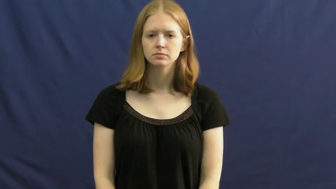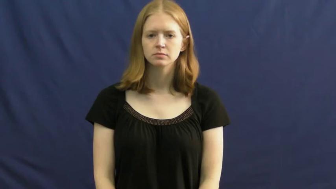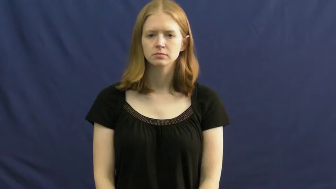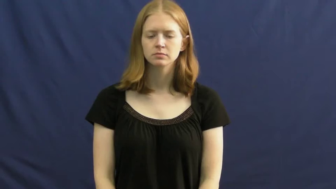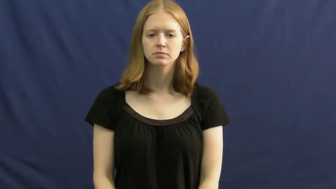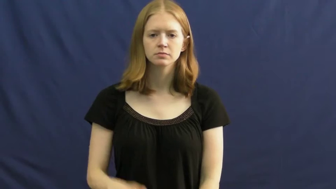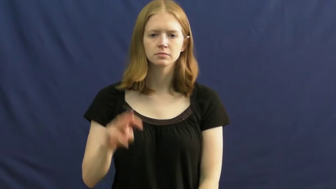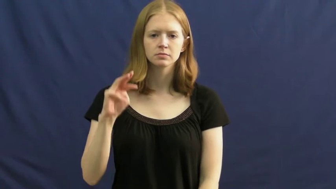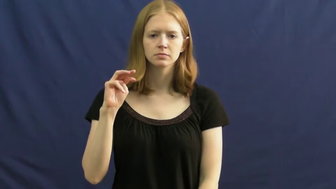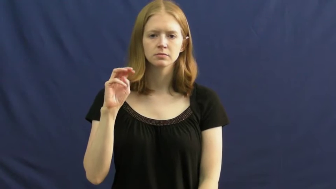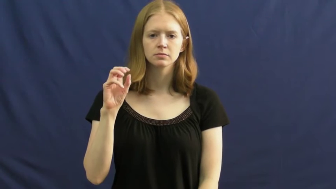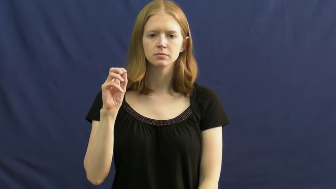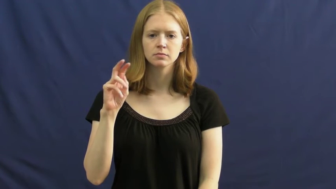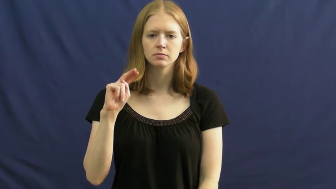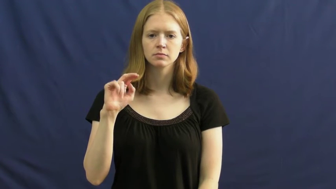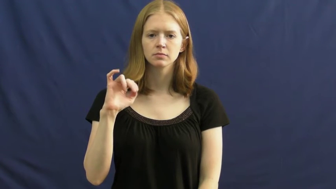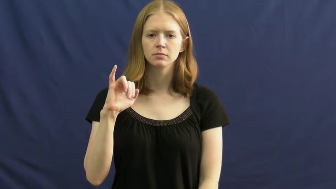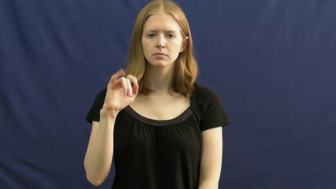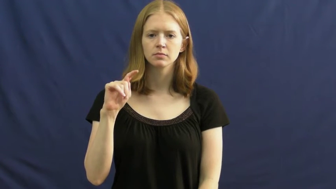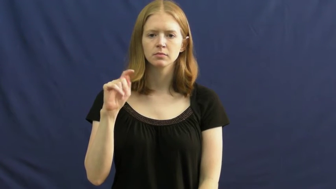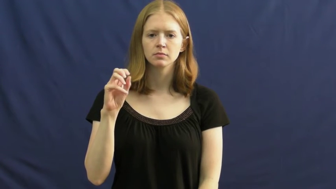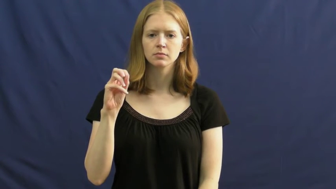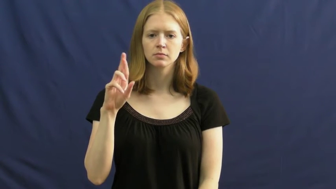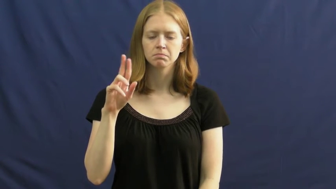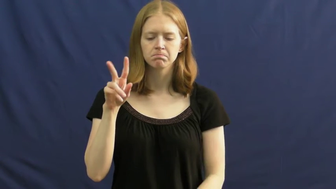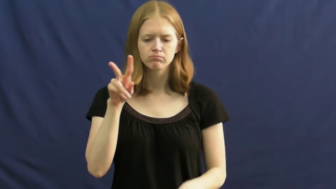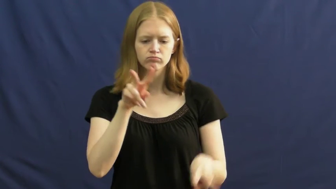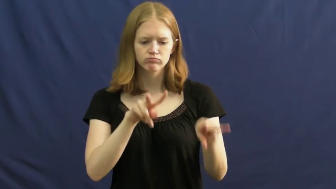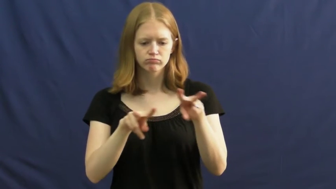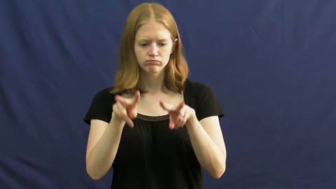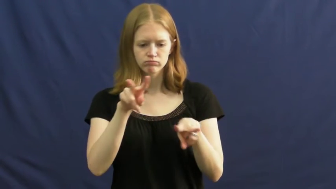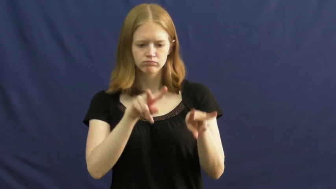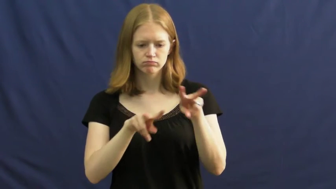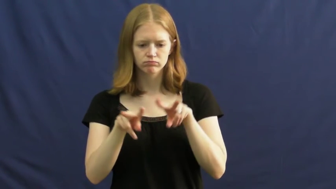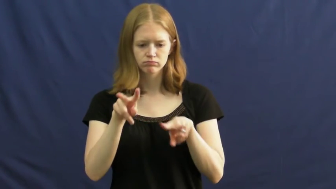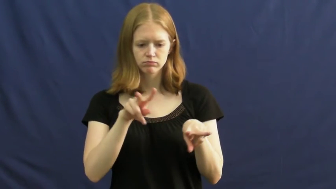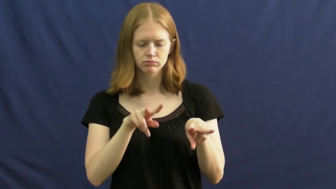monitor-watch